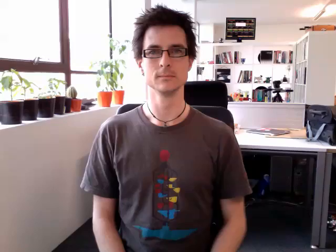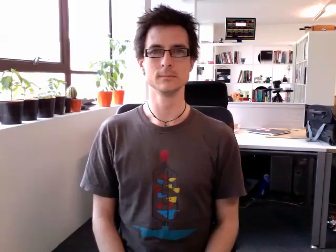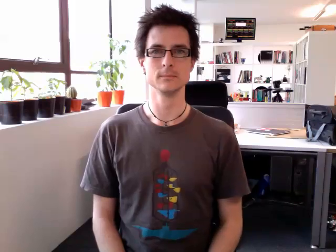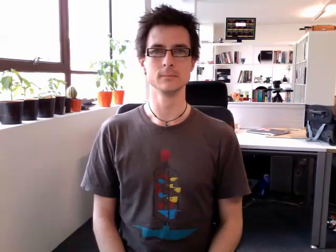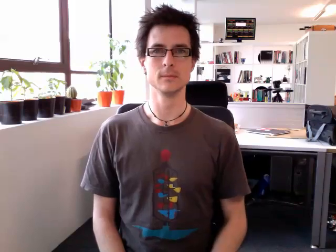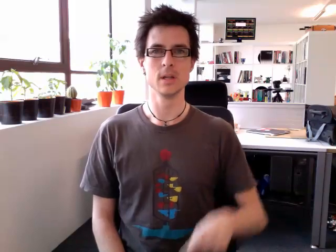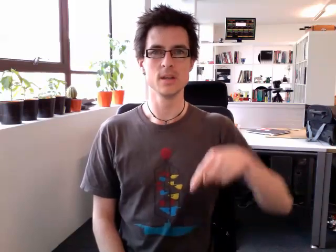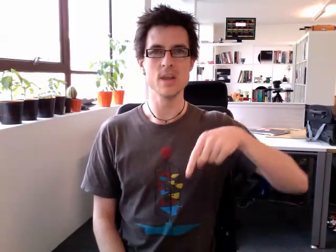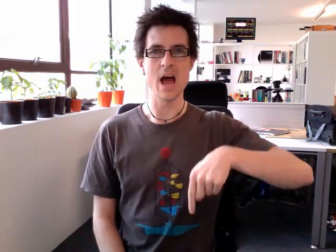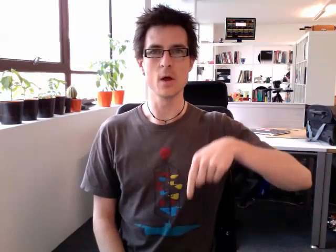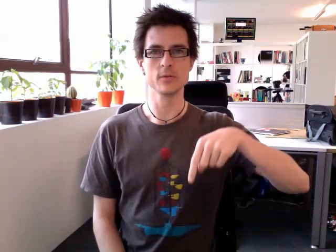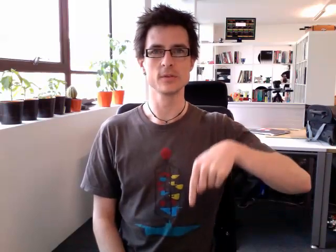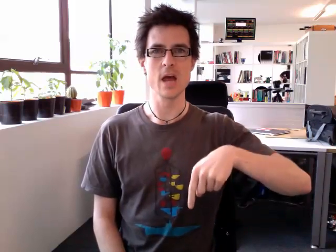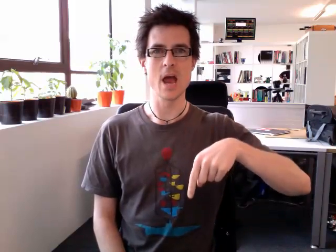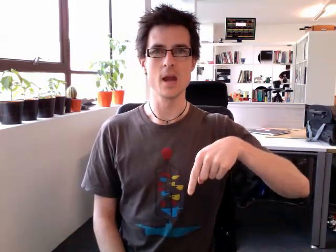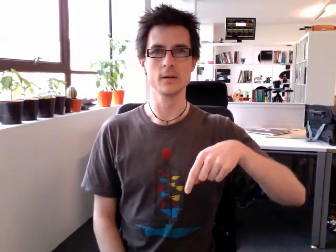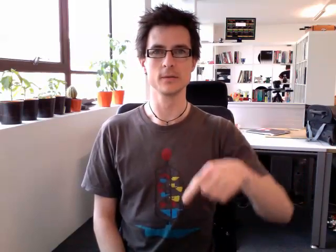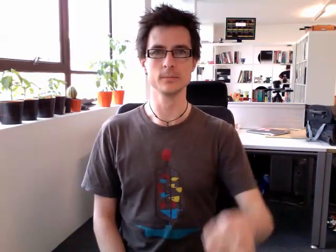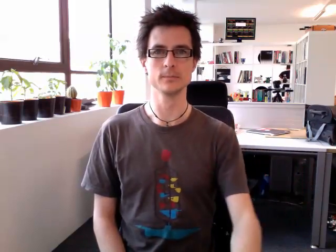downstairs